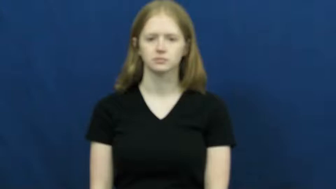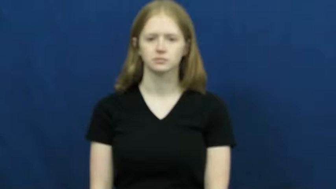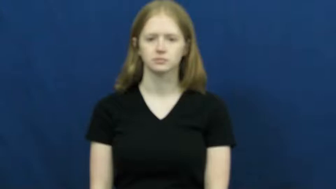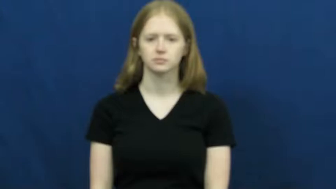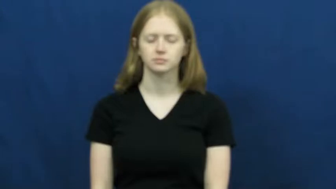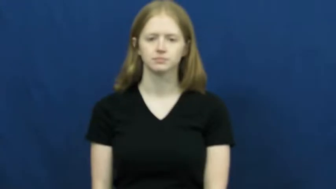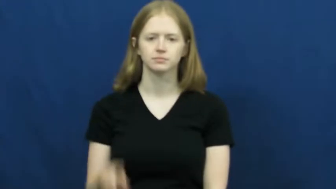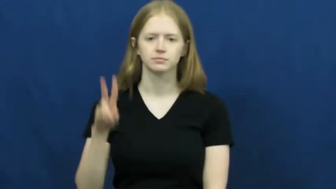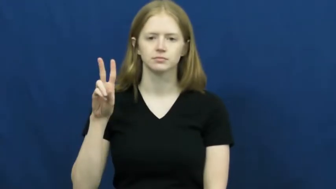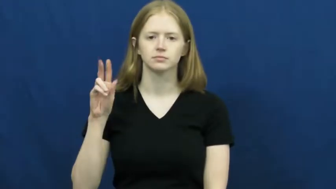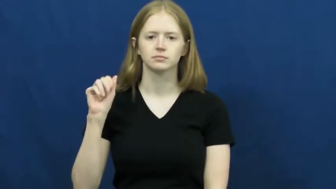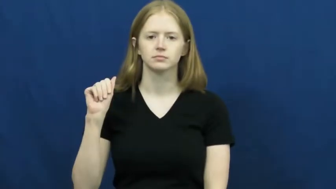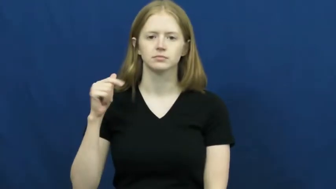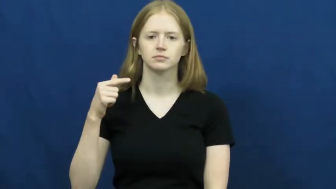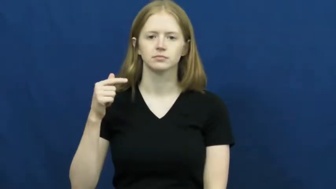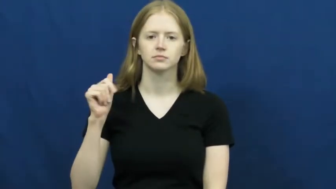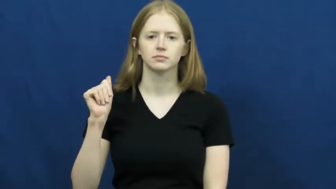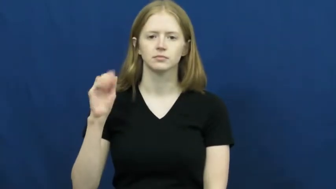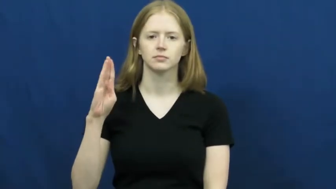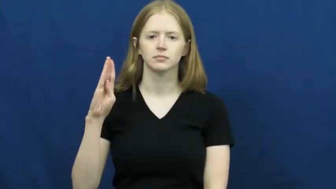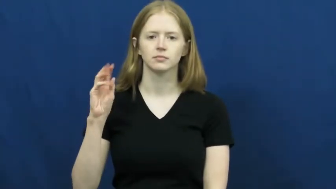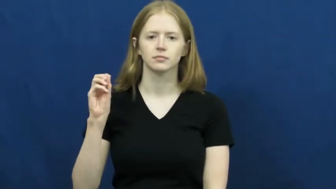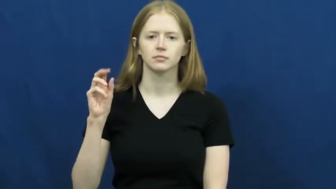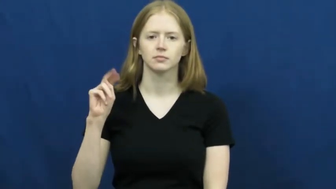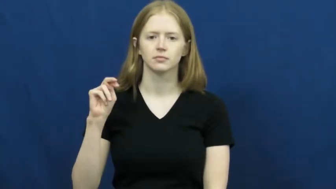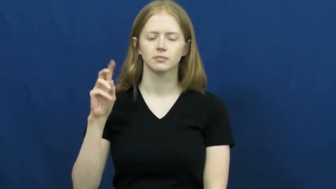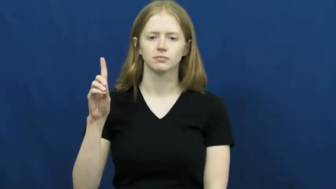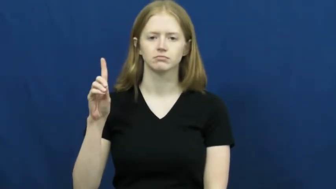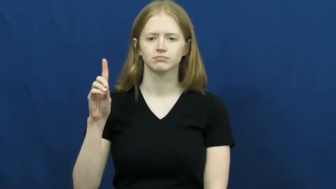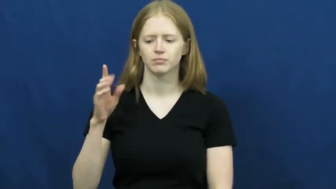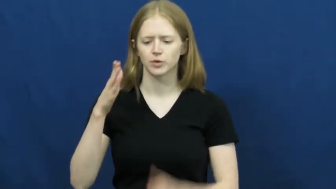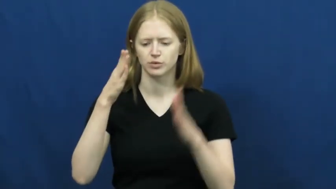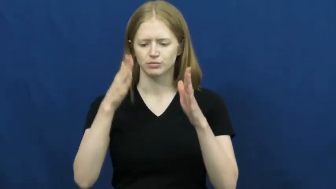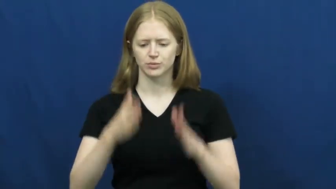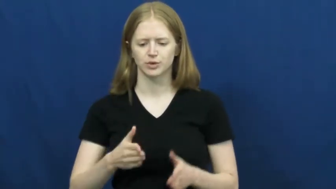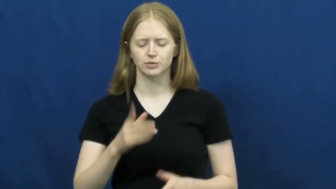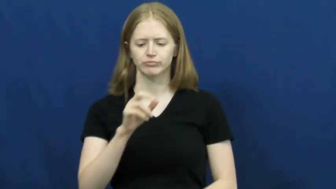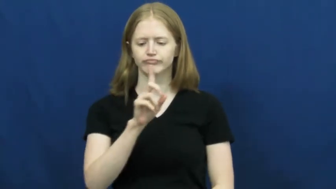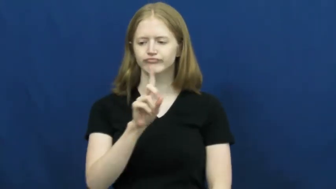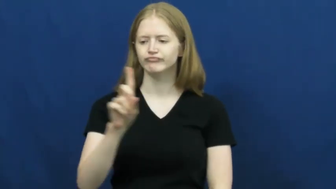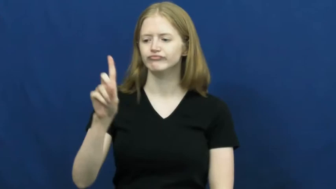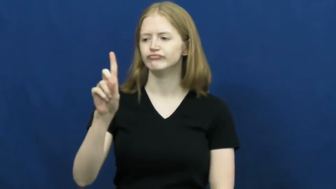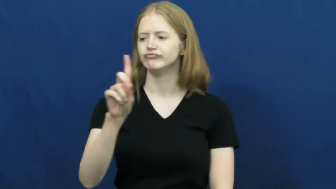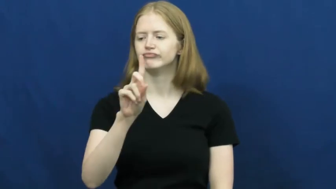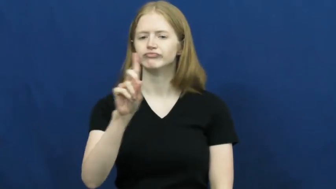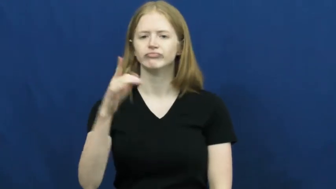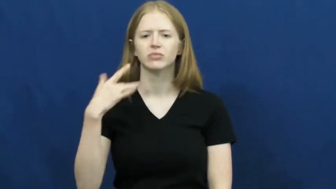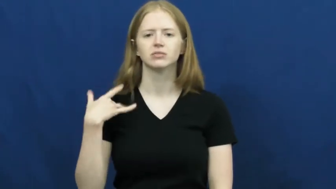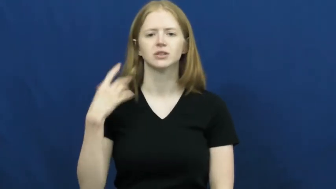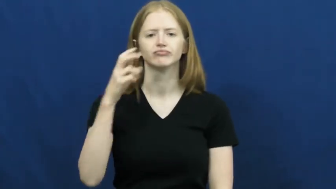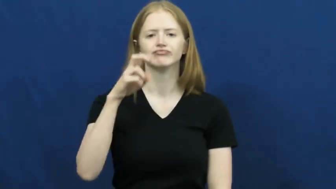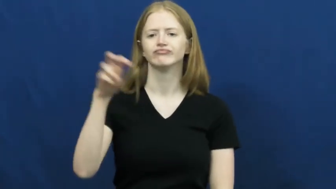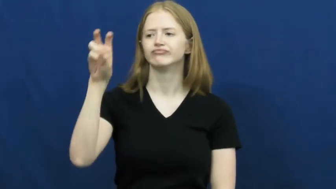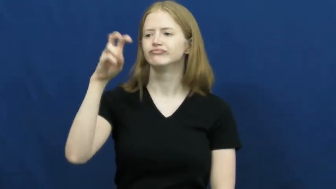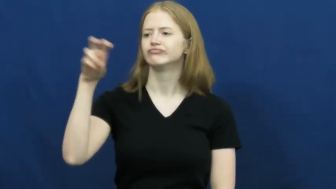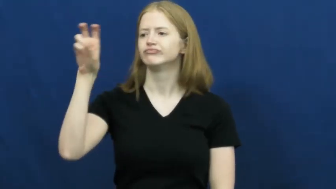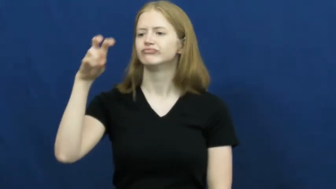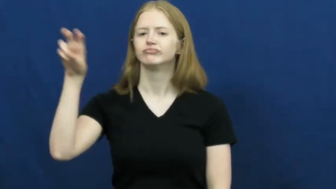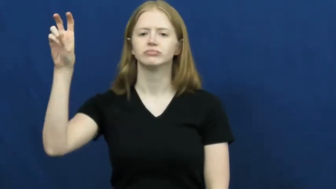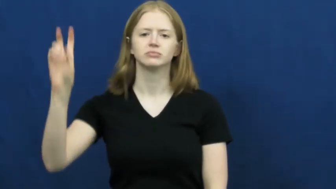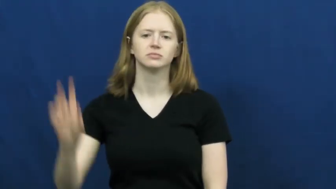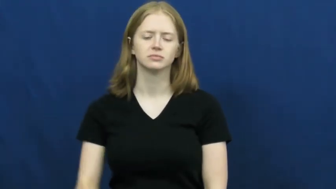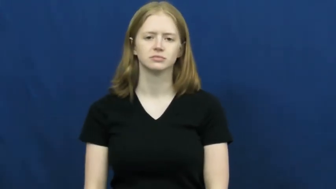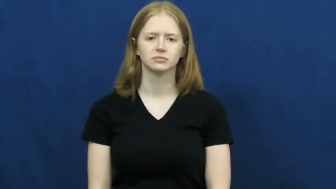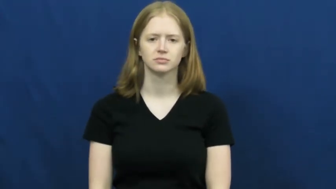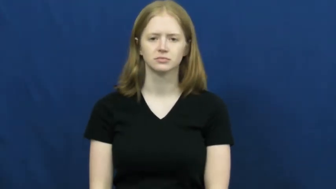vagabond